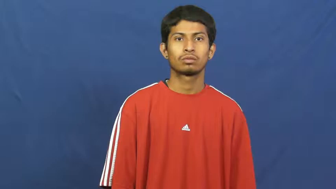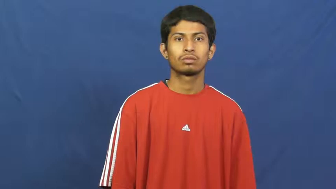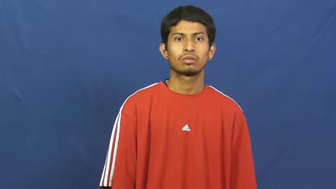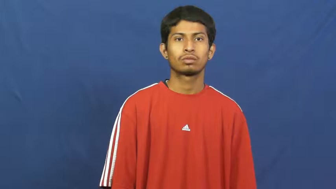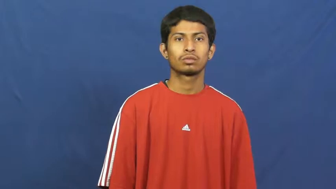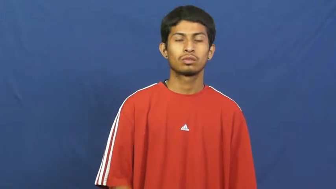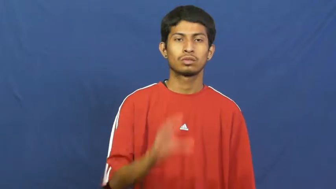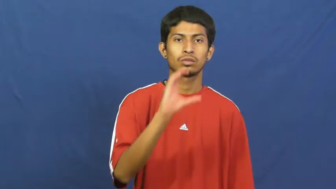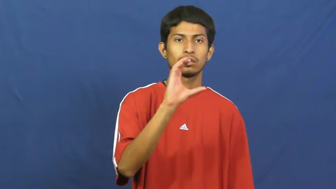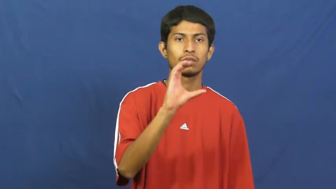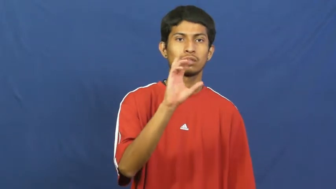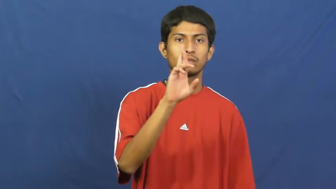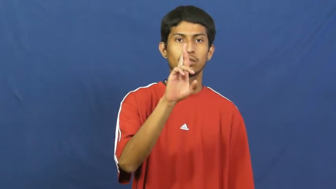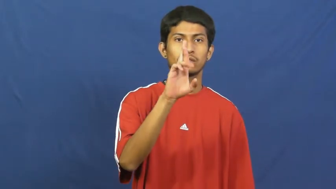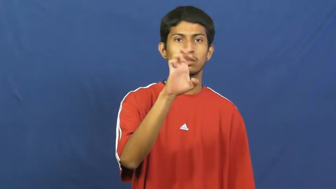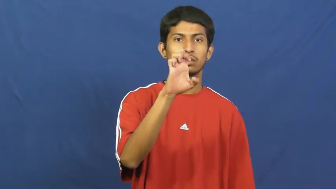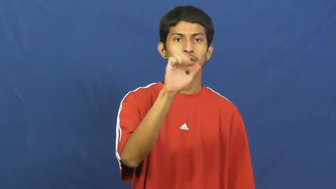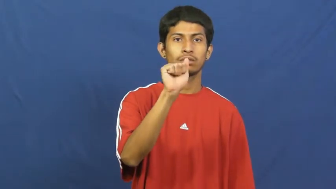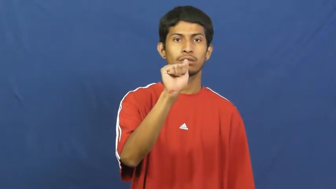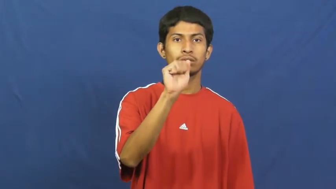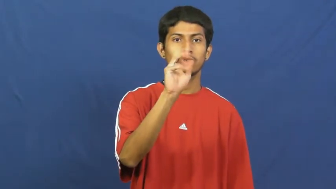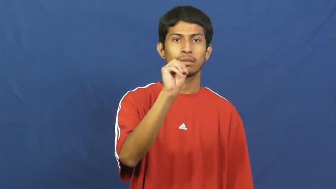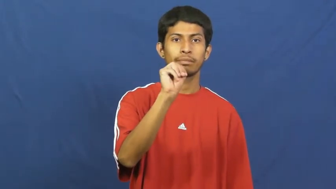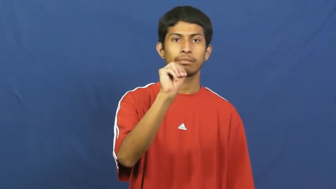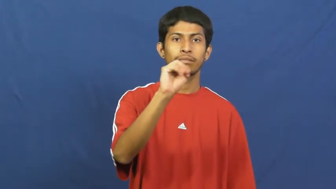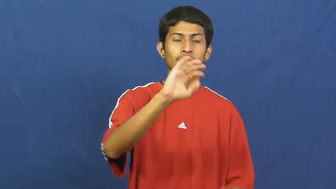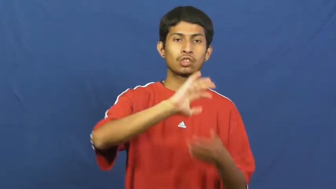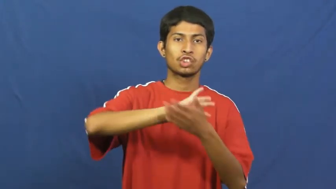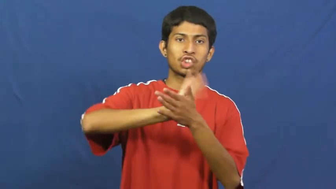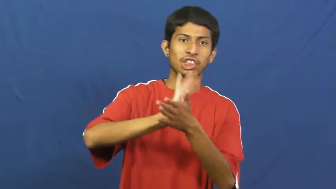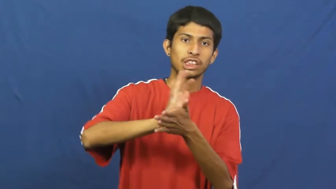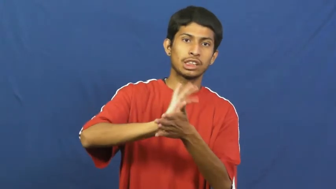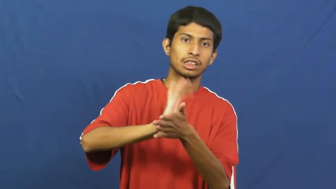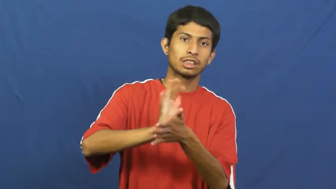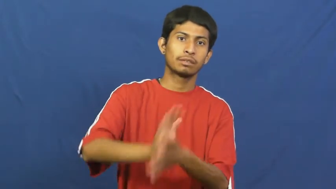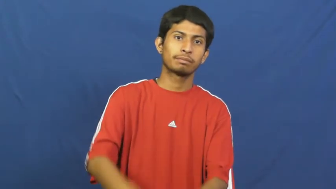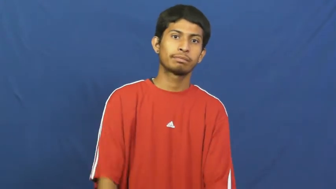cream cheese